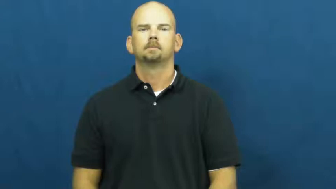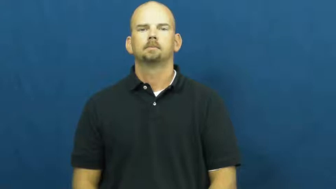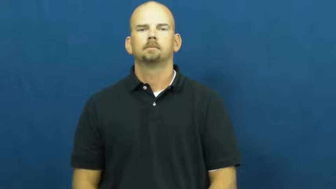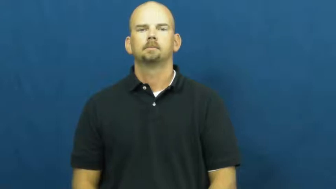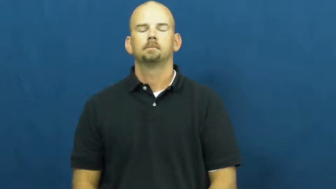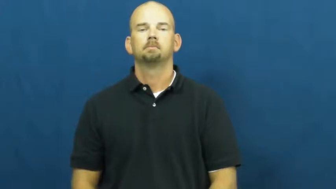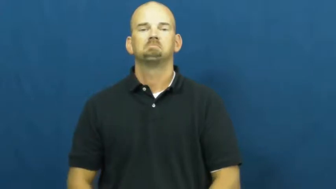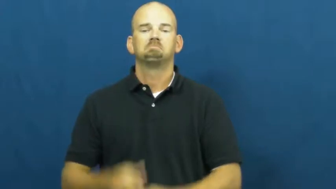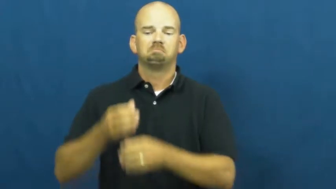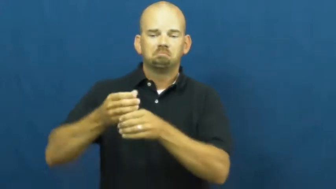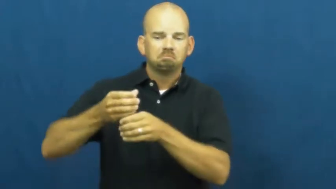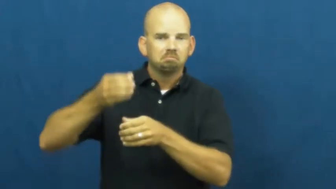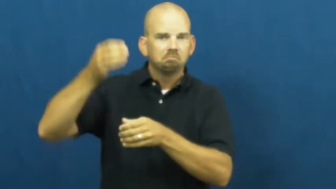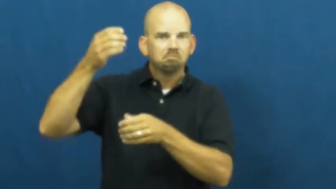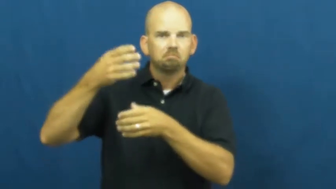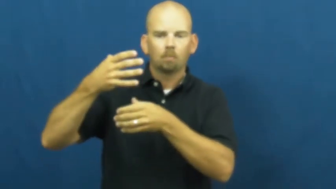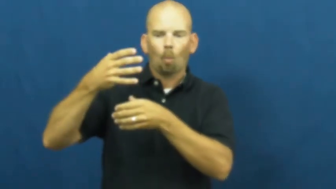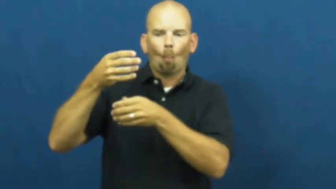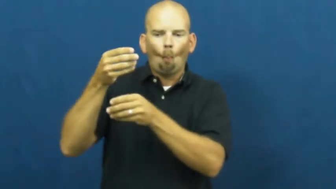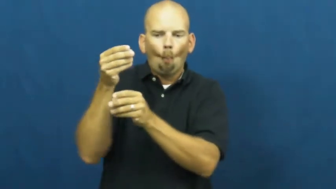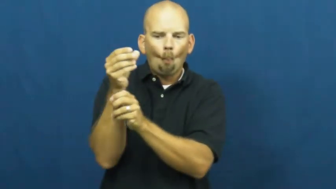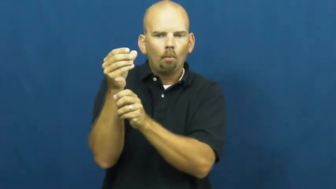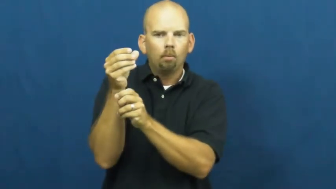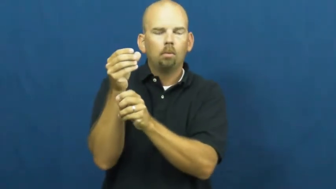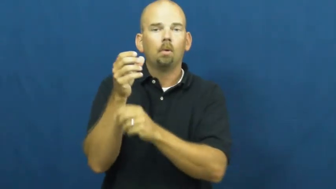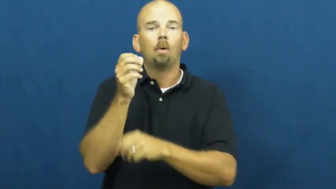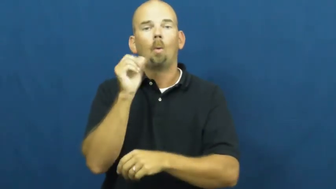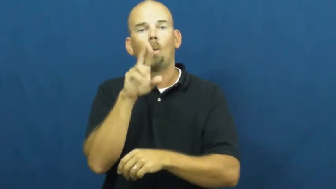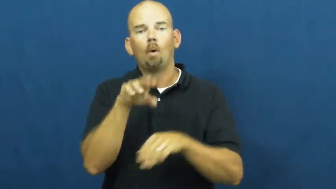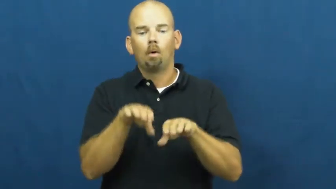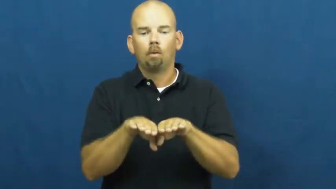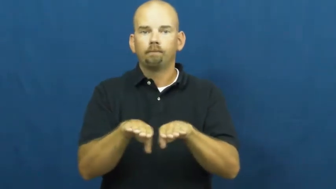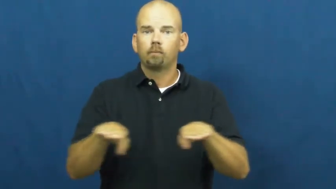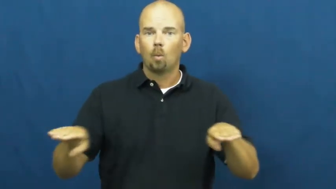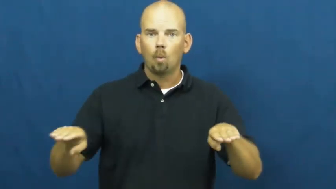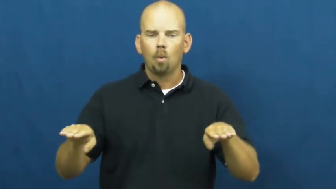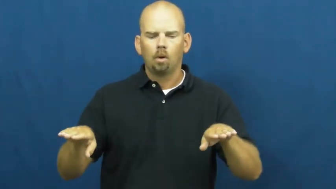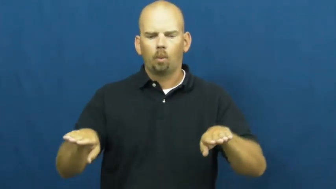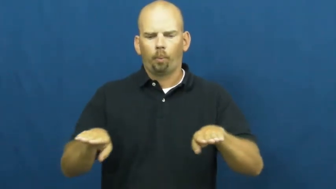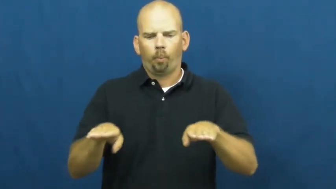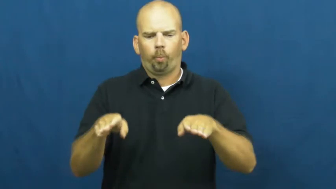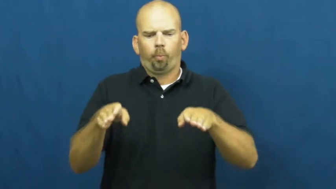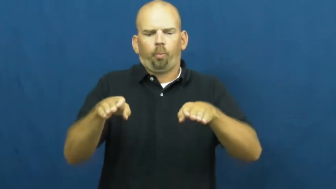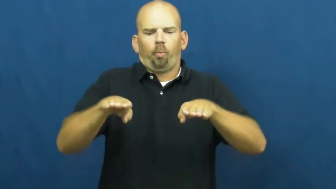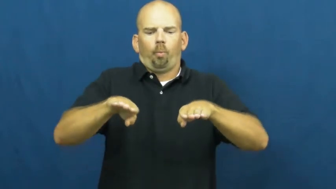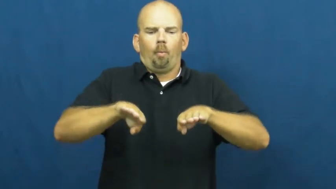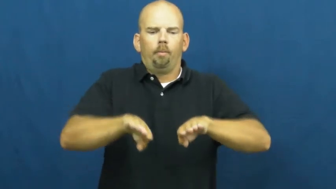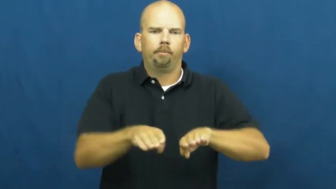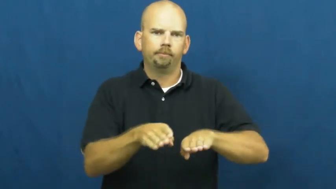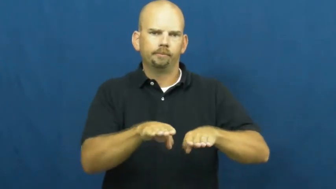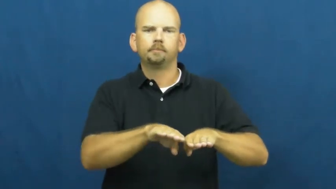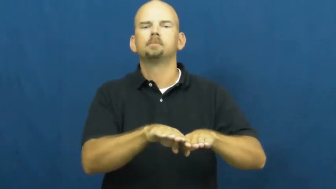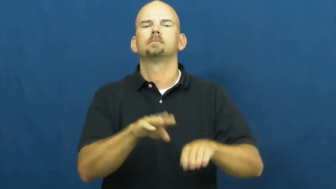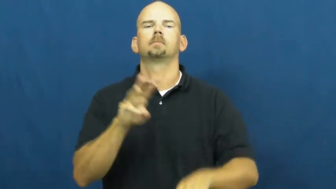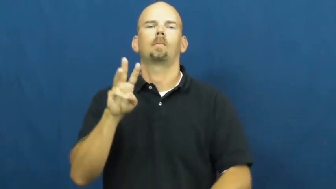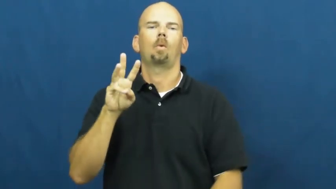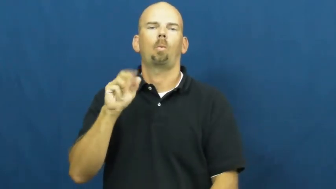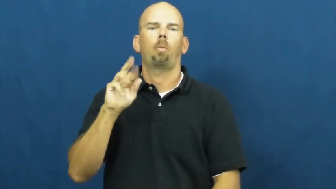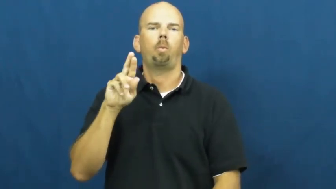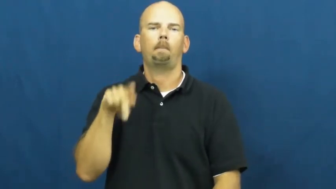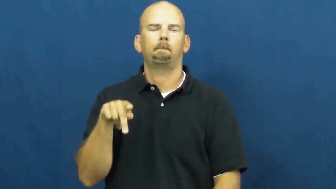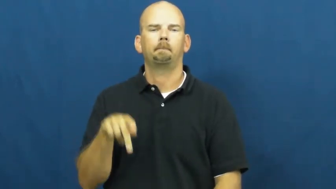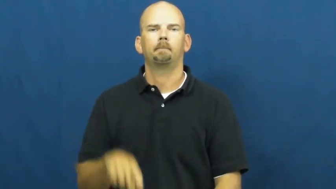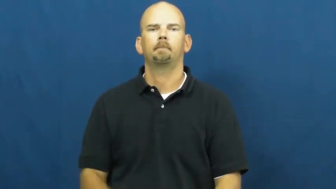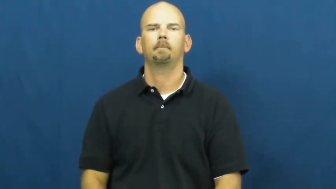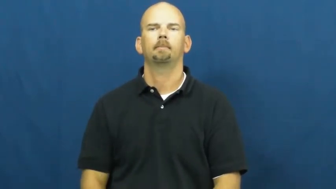warp